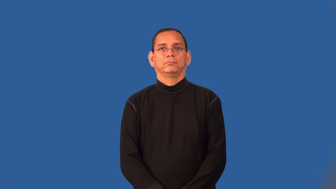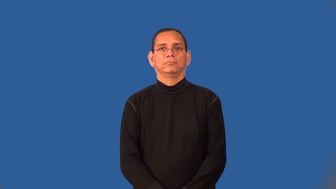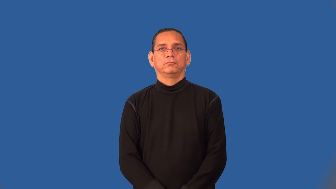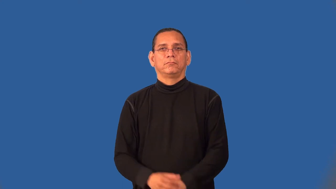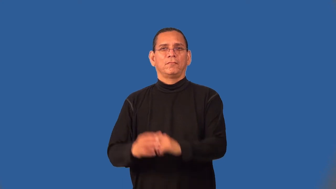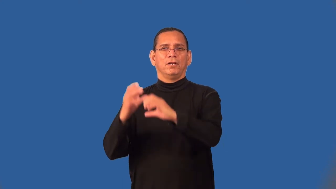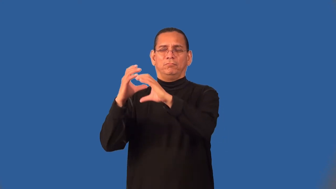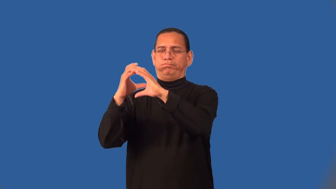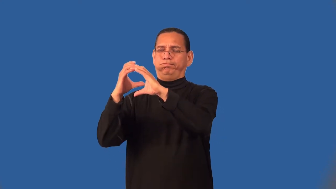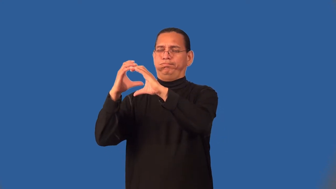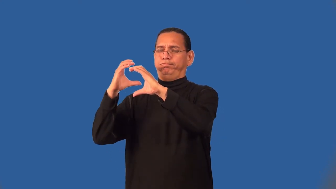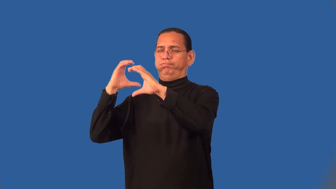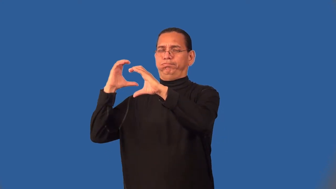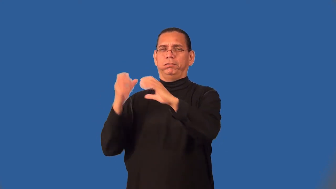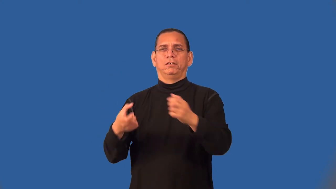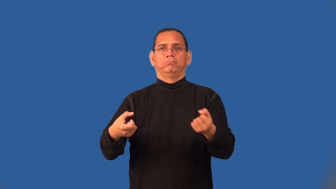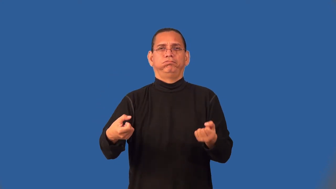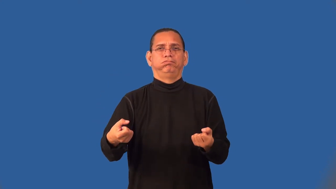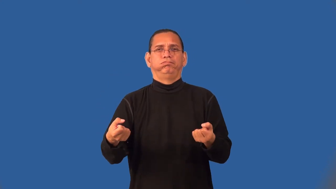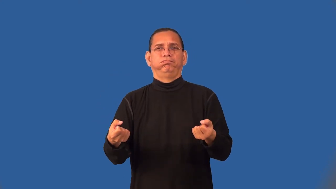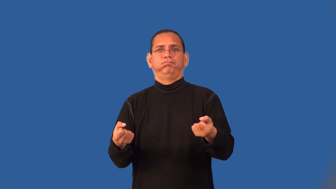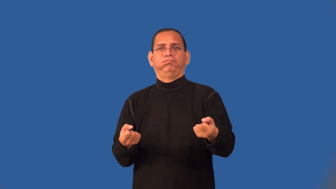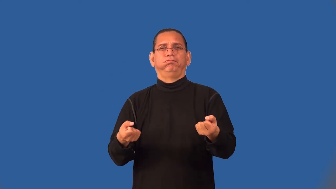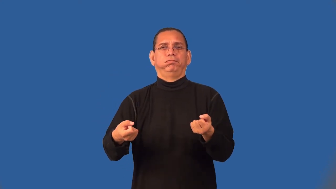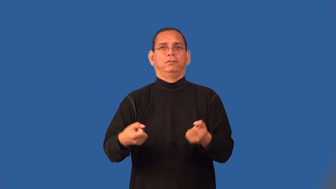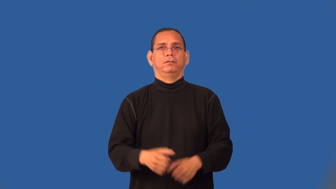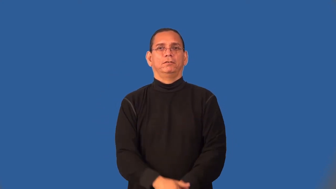semi,lorry-truck